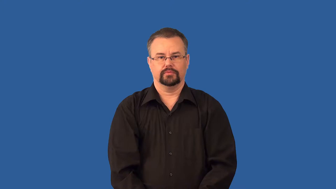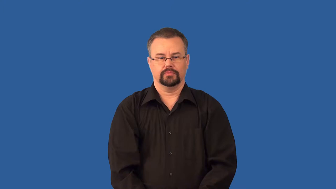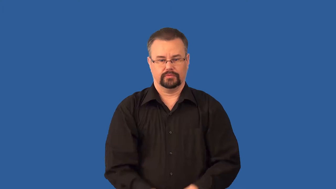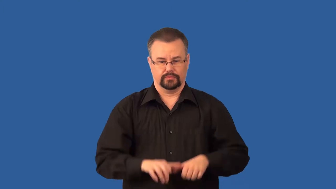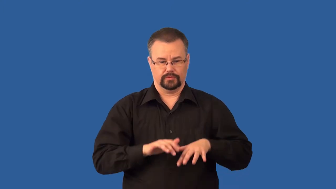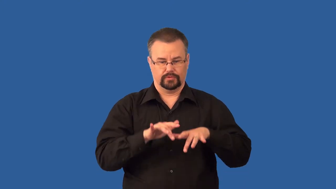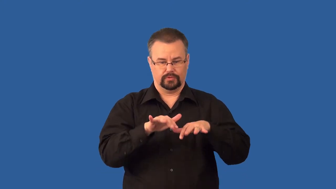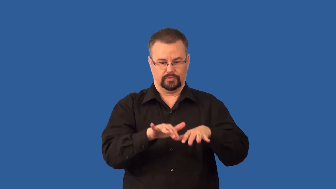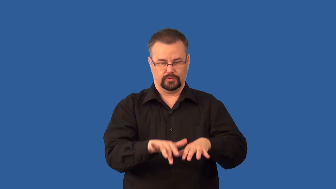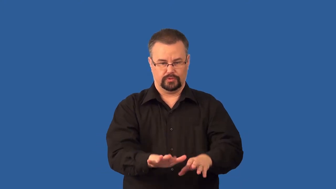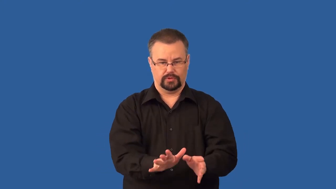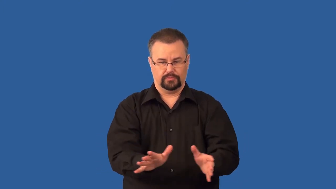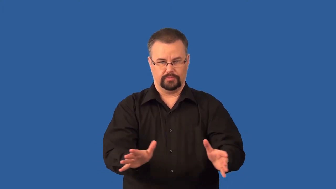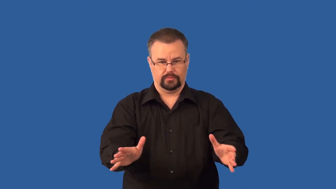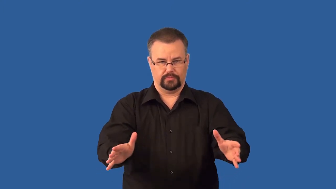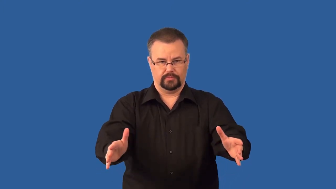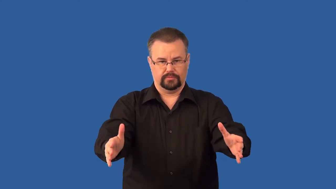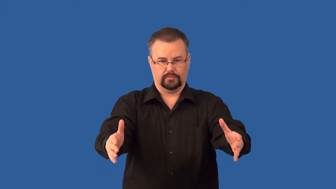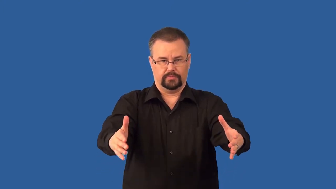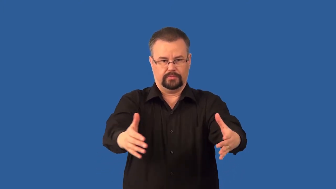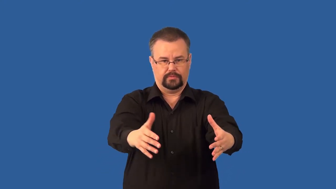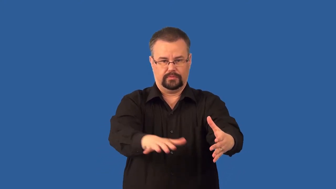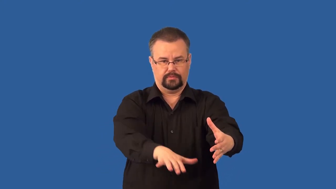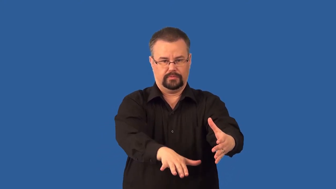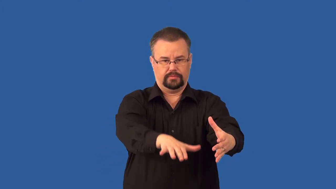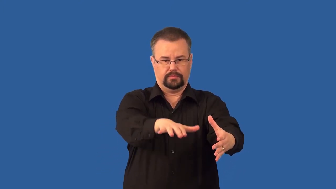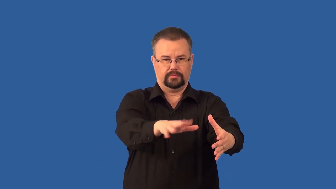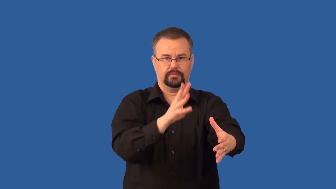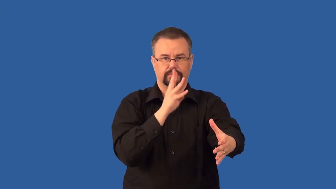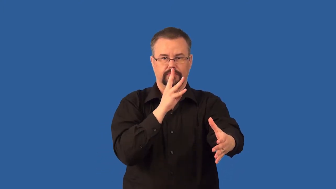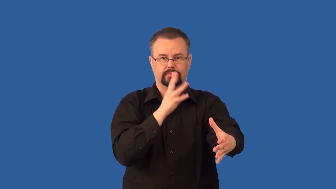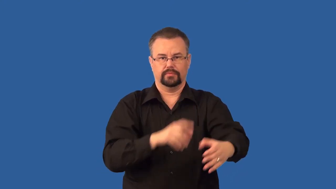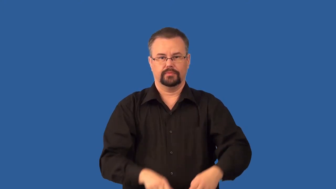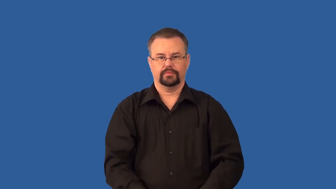floodplain